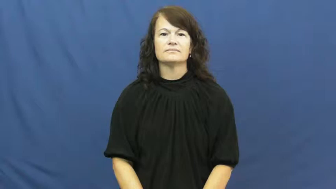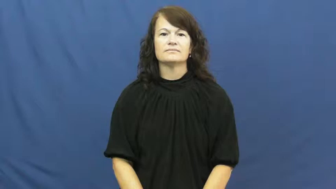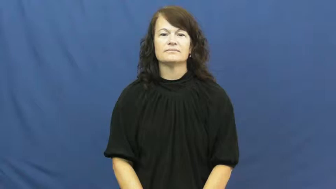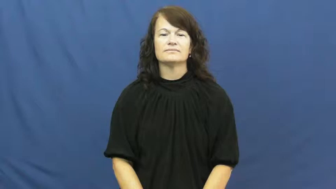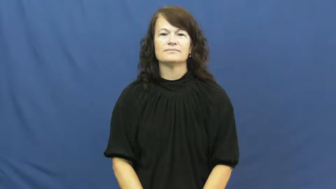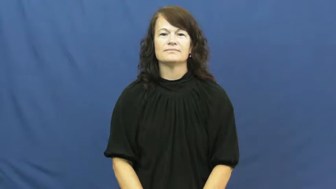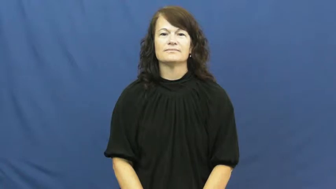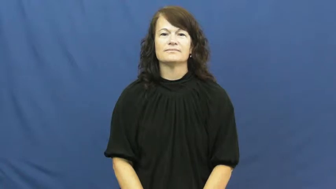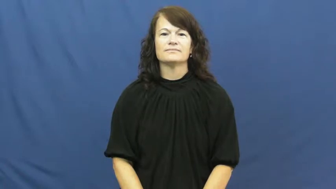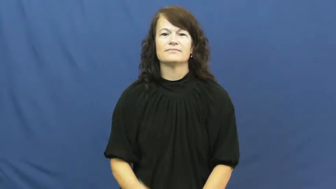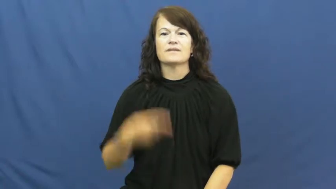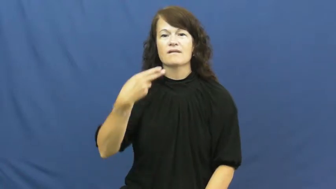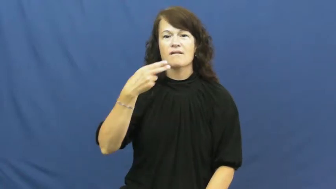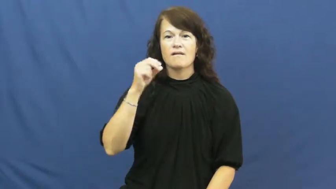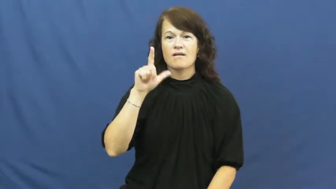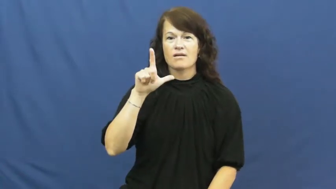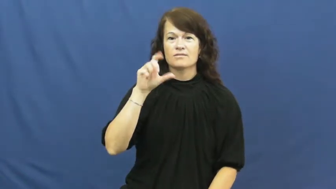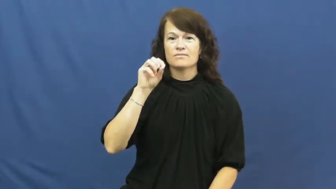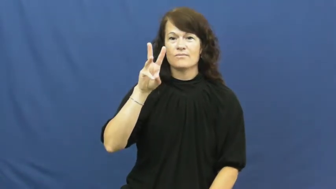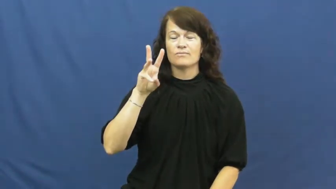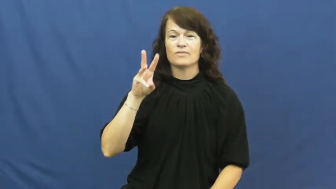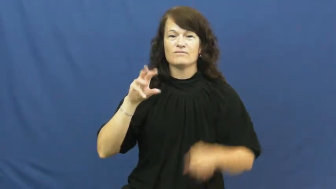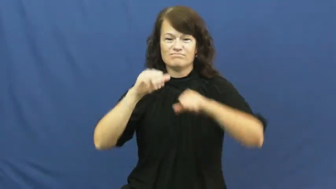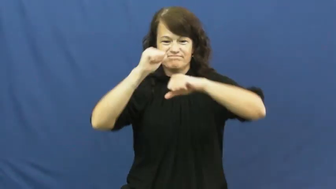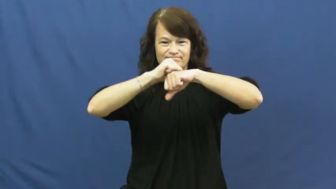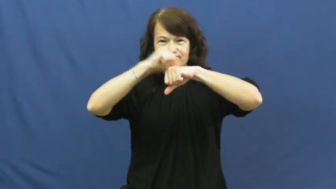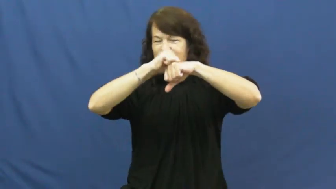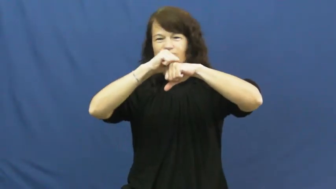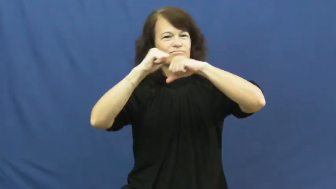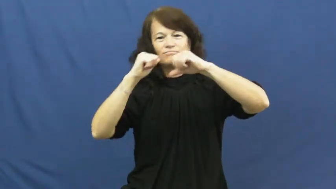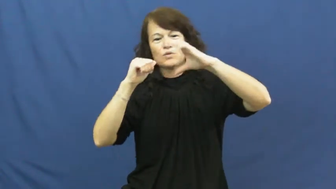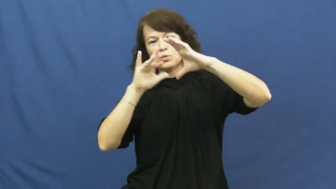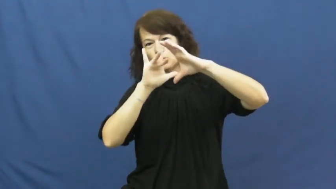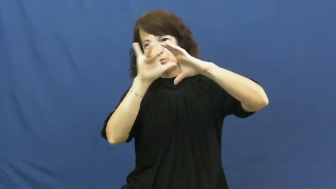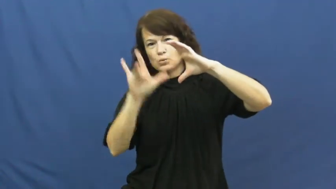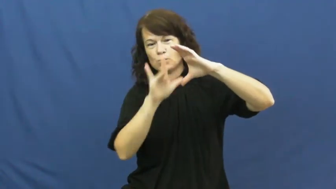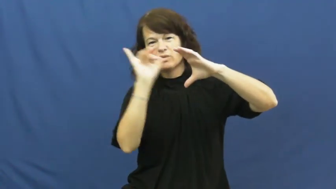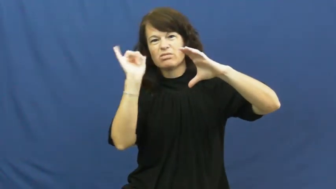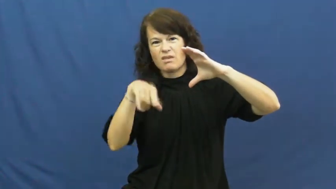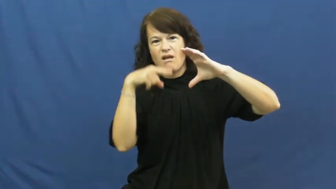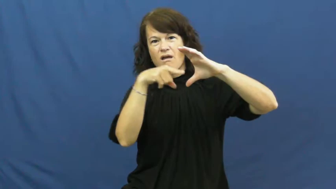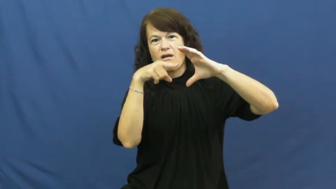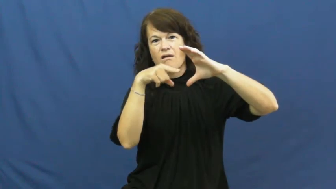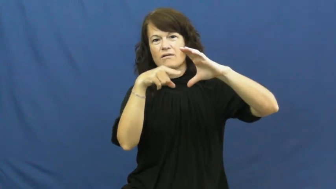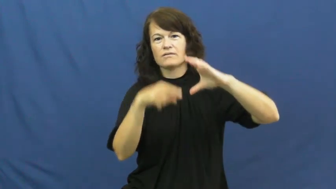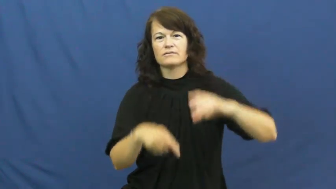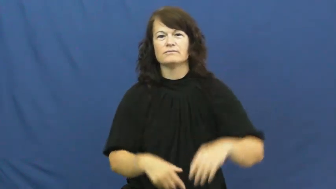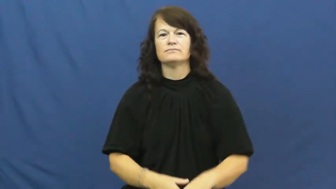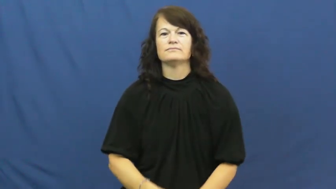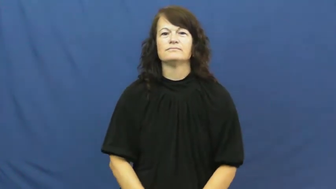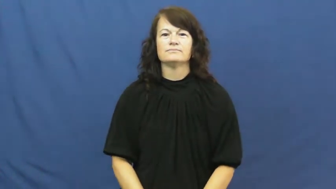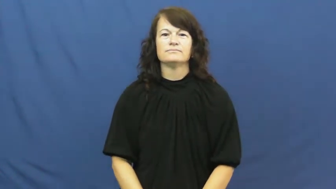hollow-empty